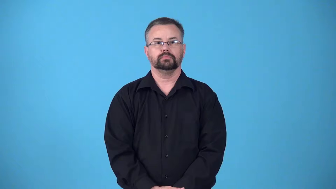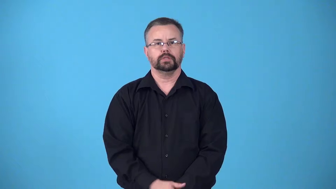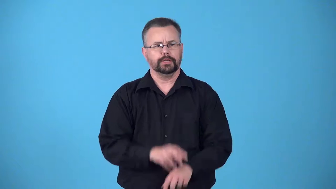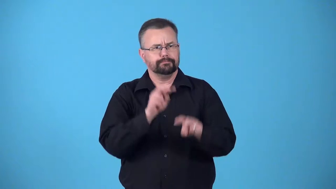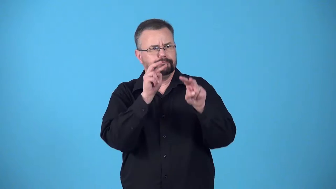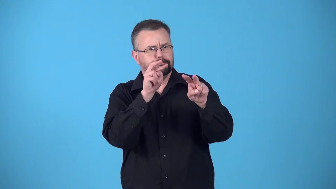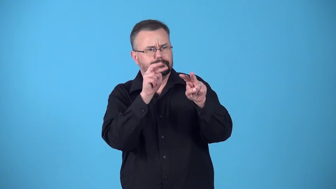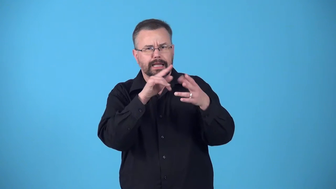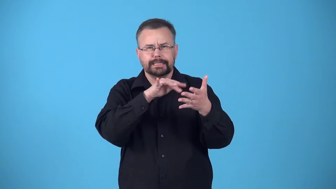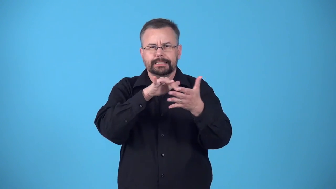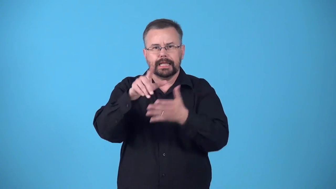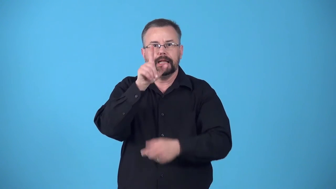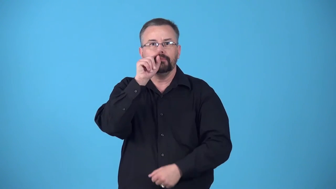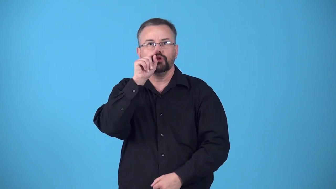birdwatching-study birds